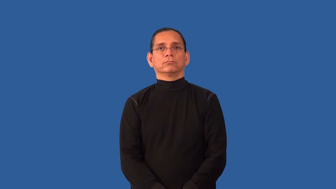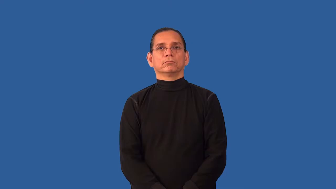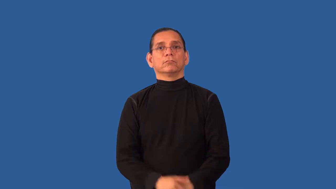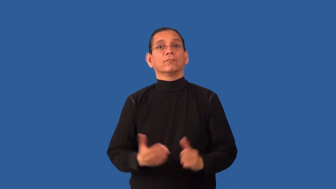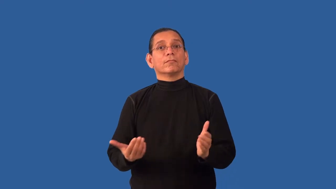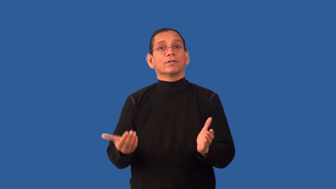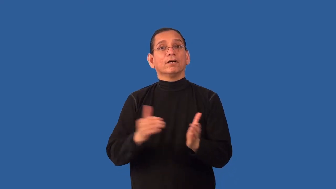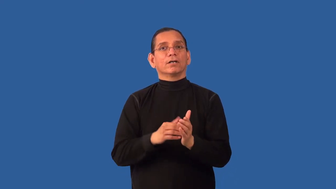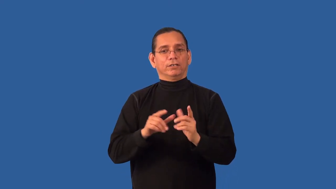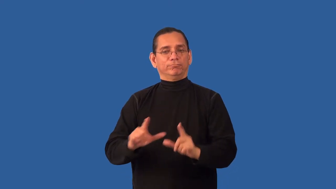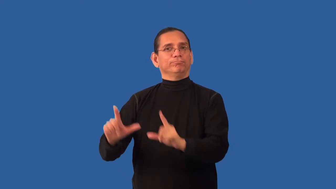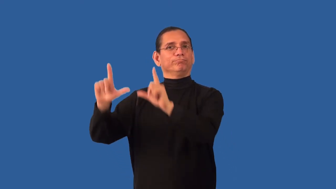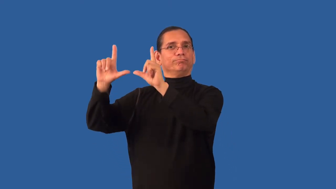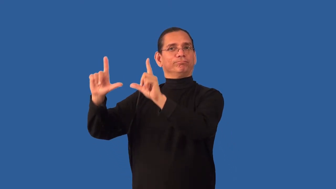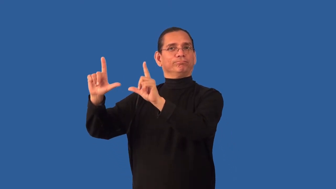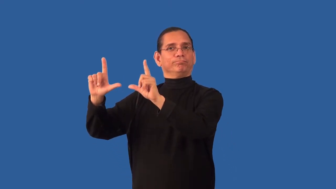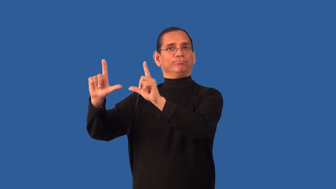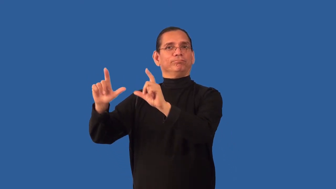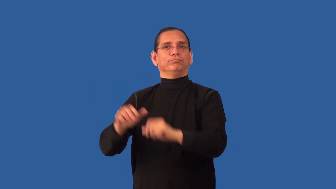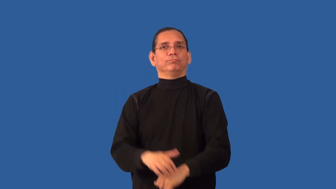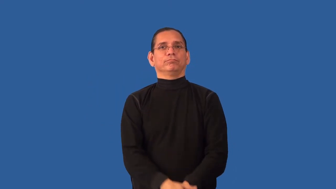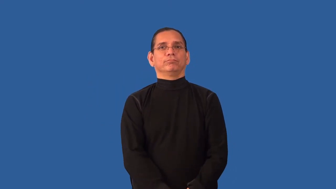remount-picture